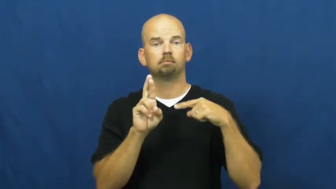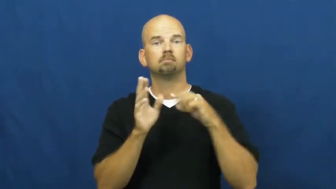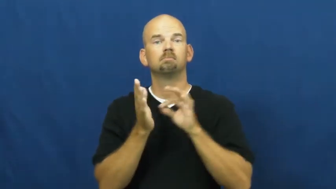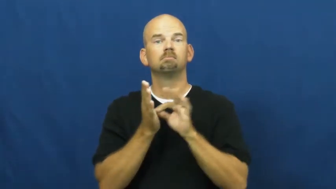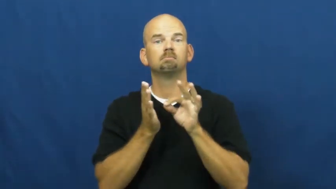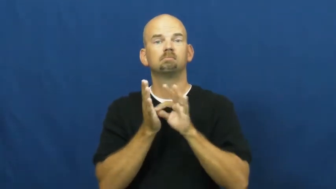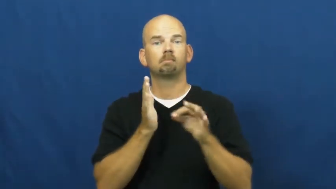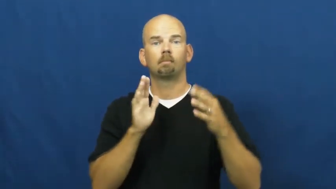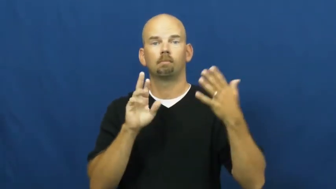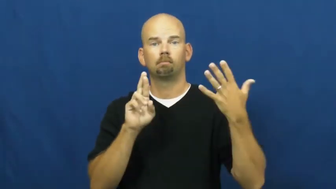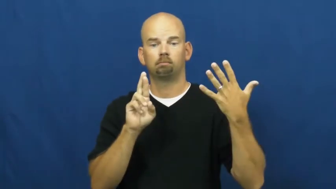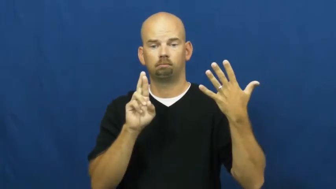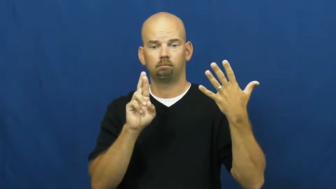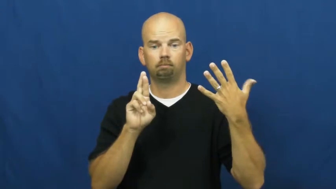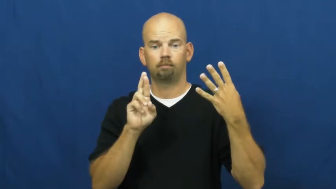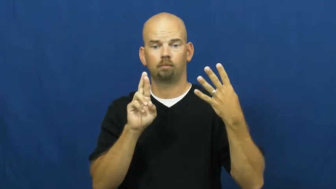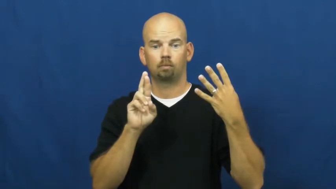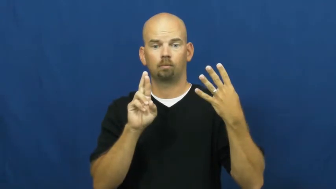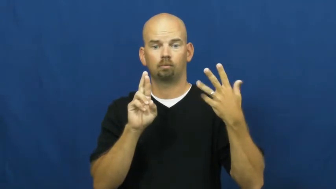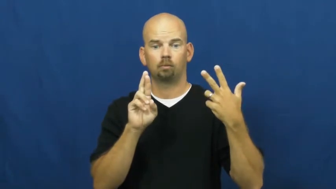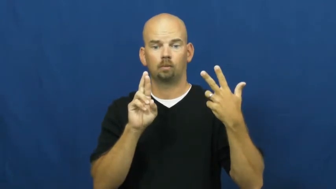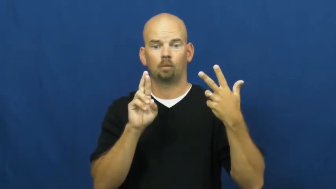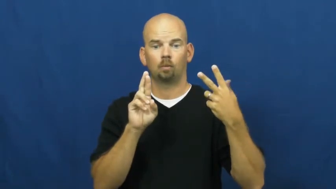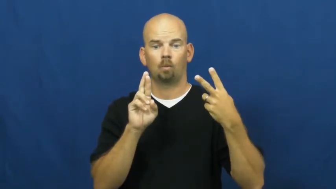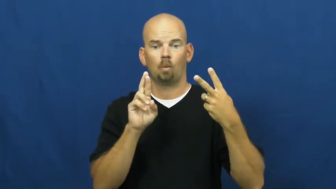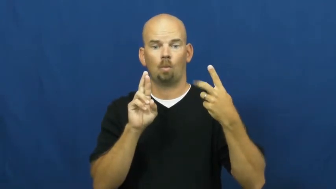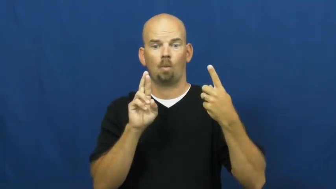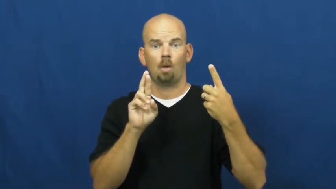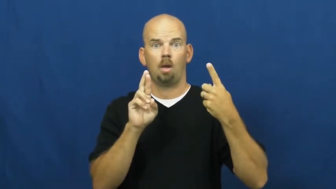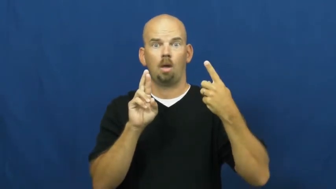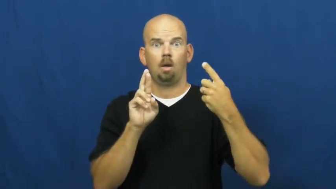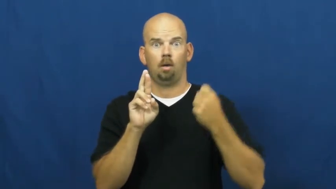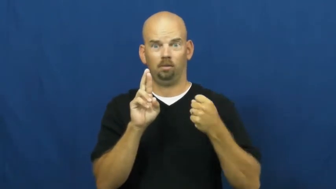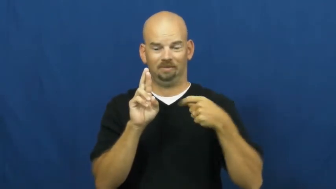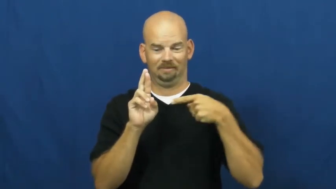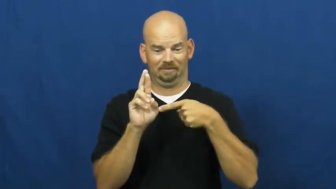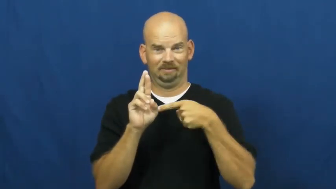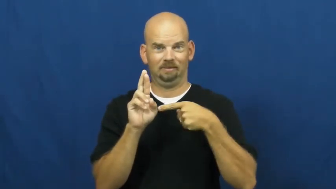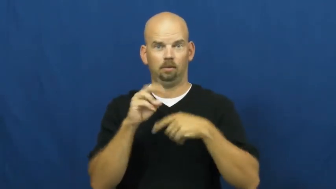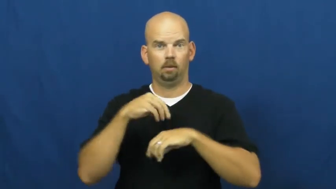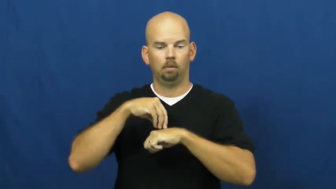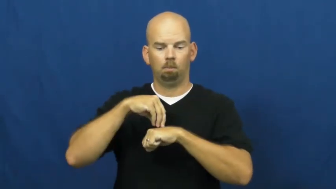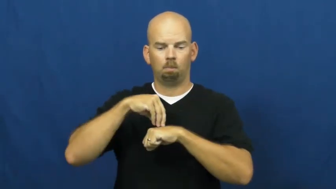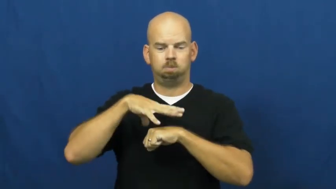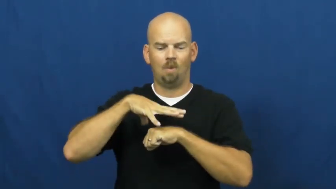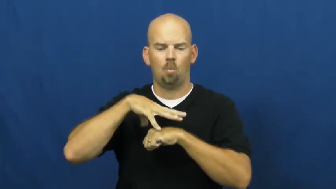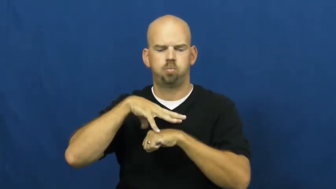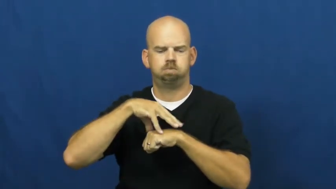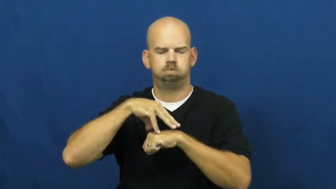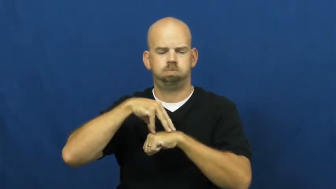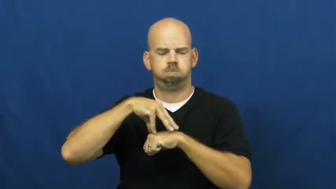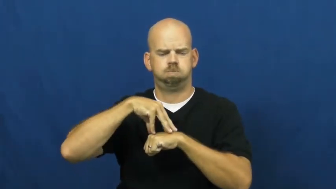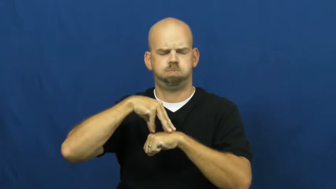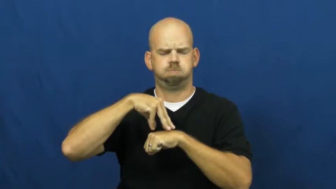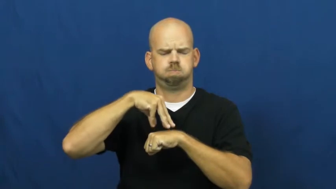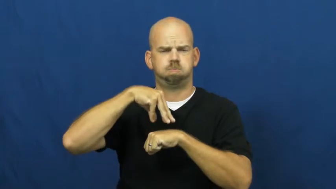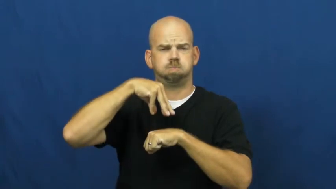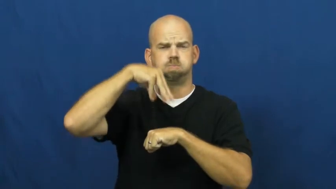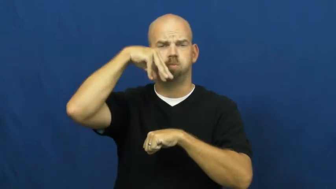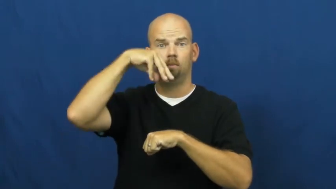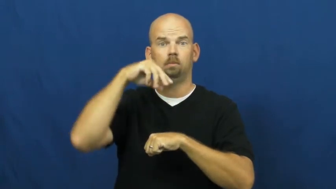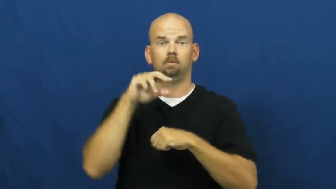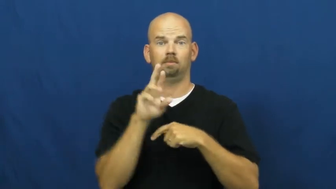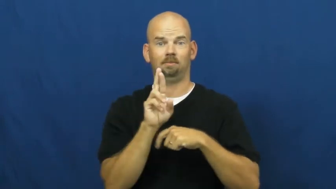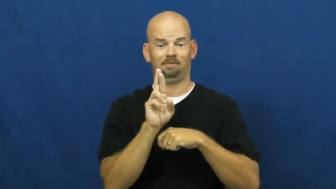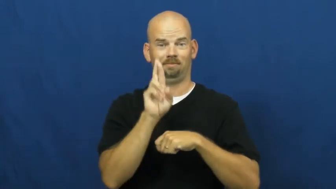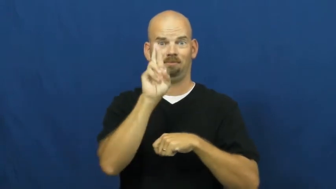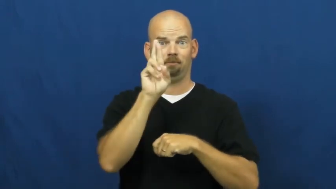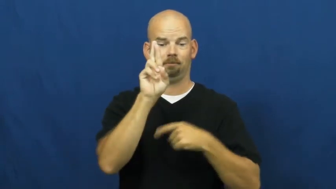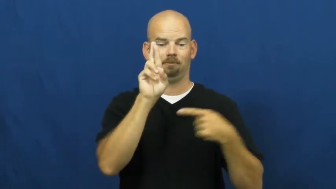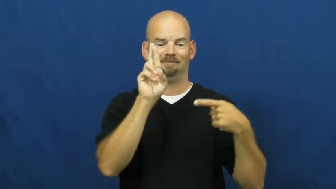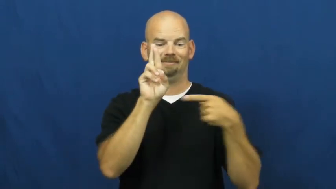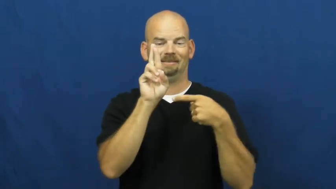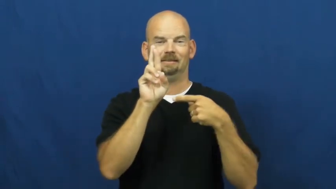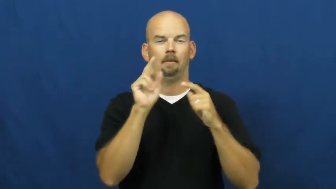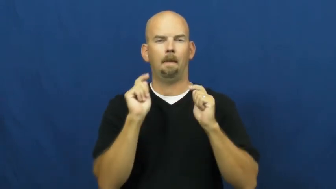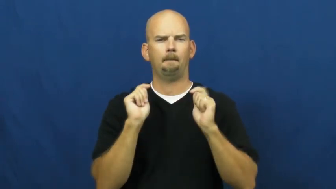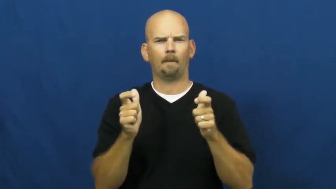thrust-rocket